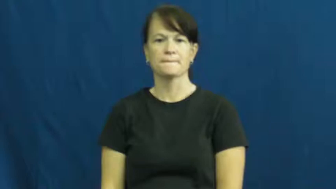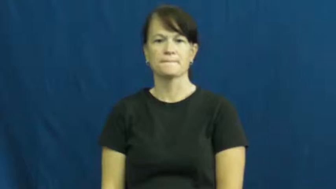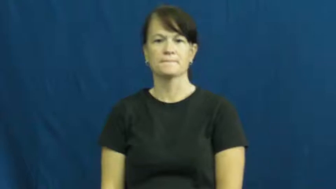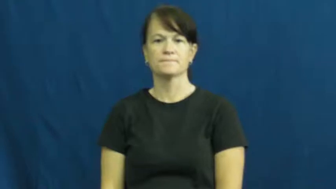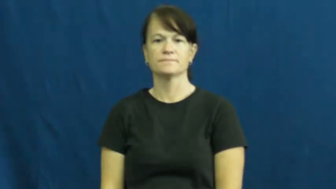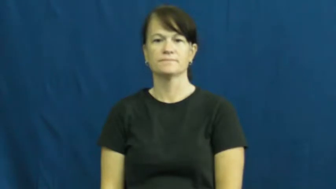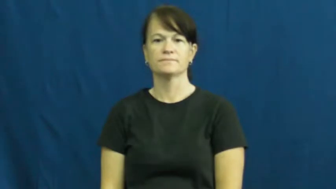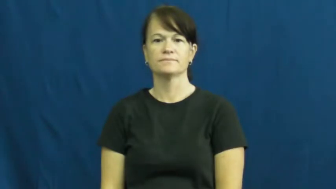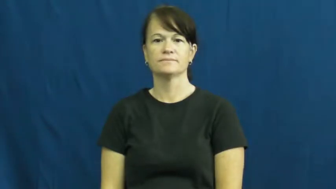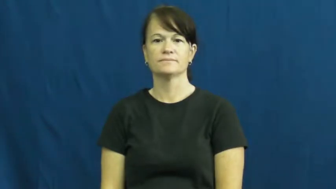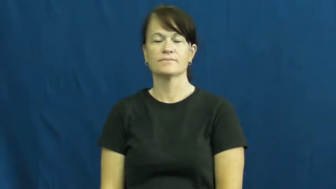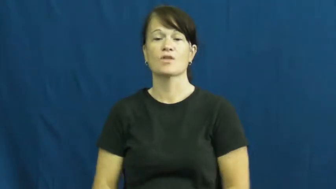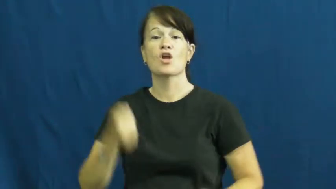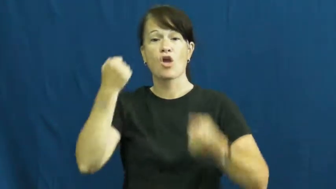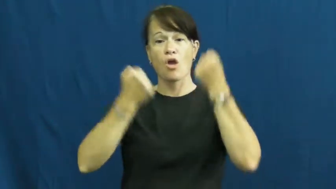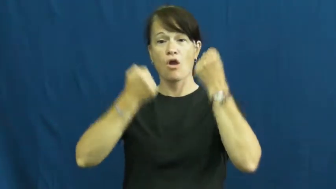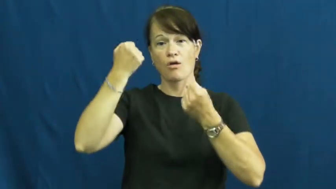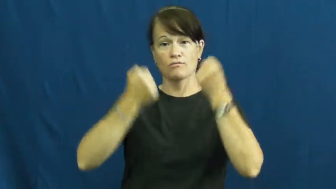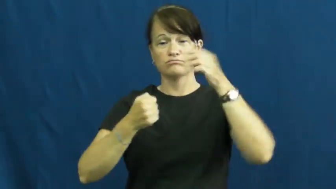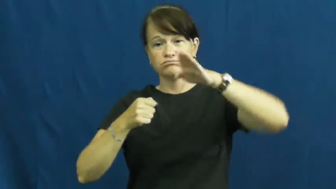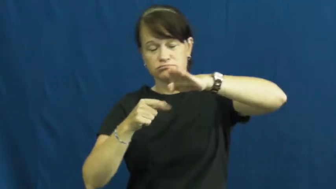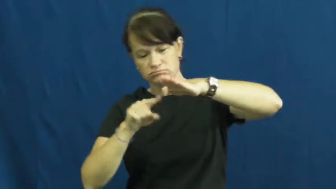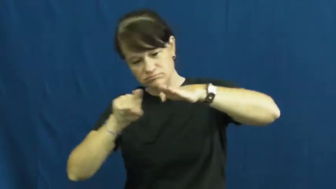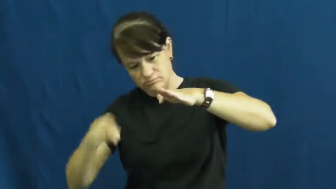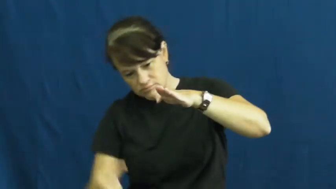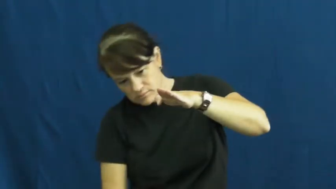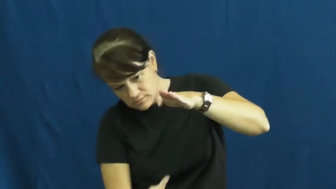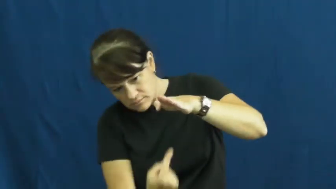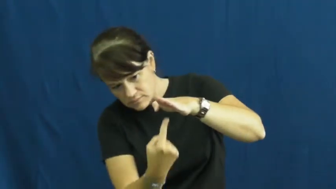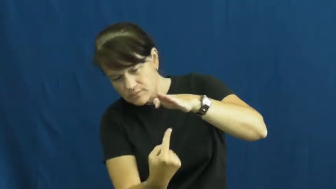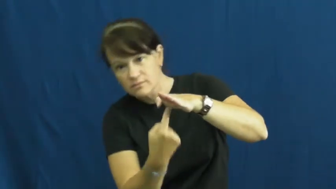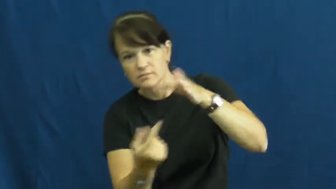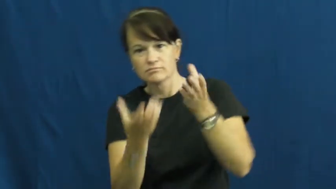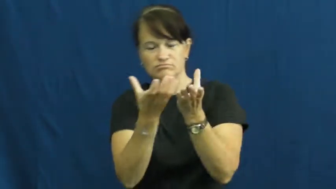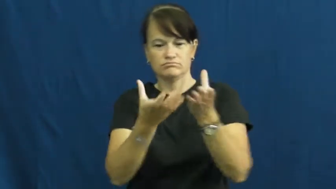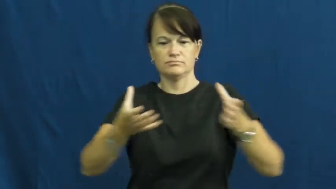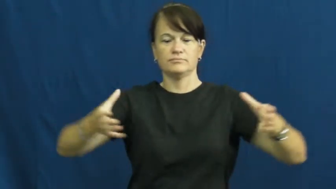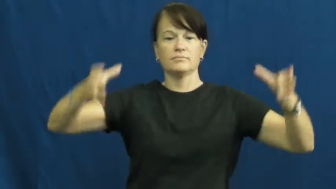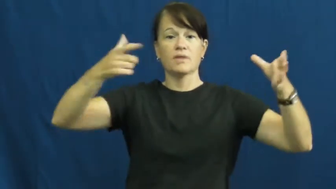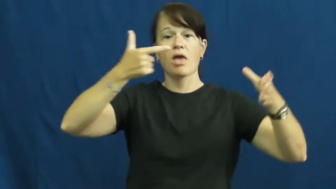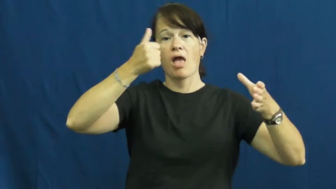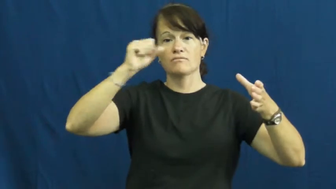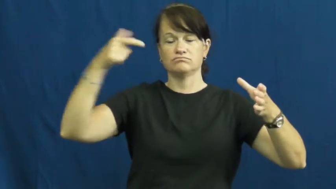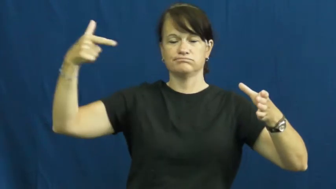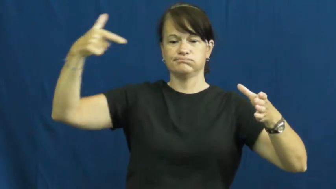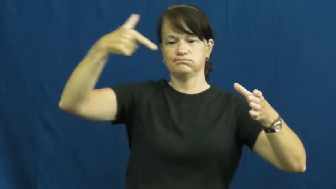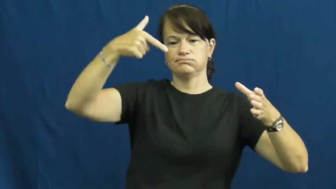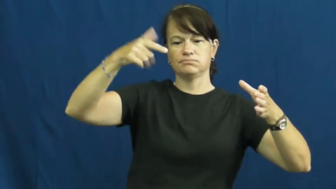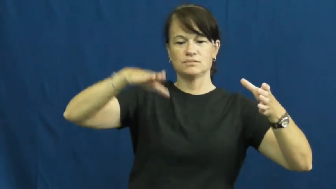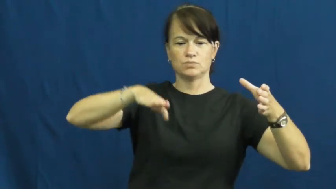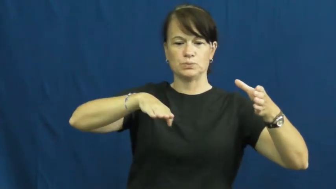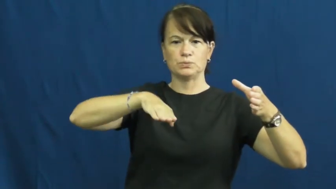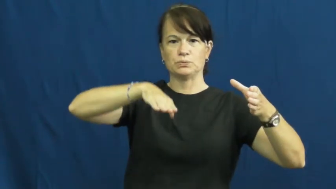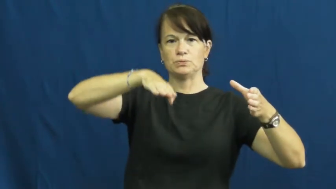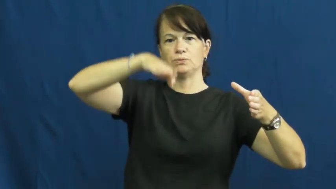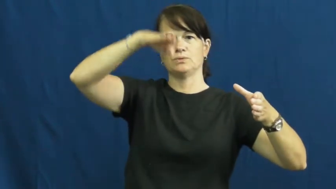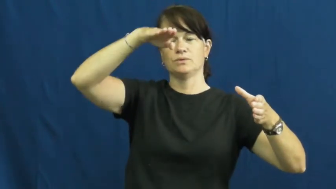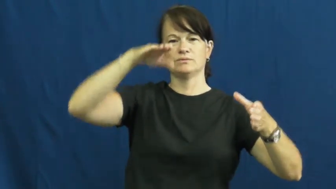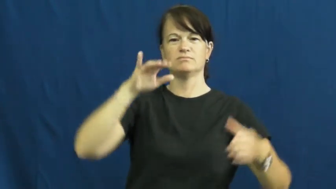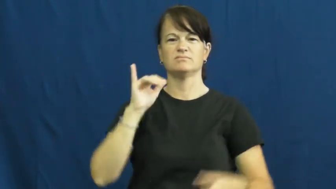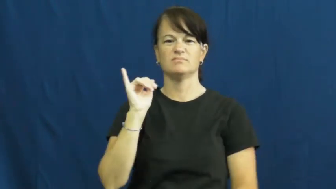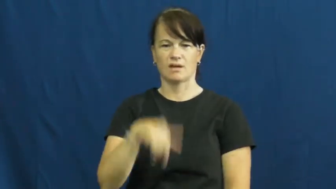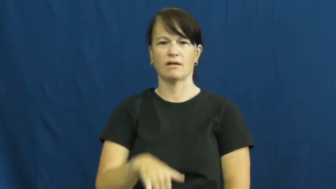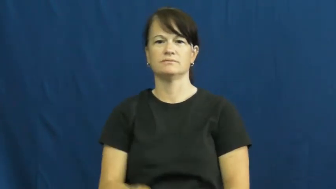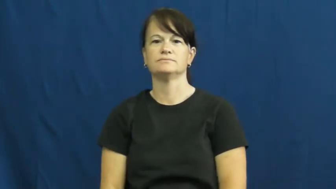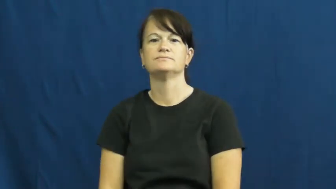tank-car